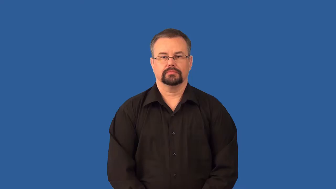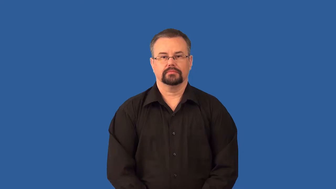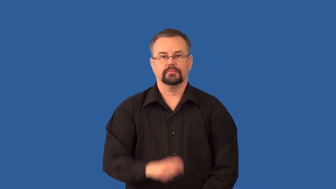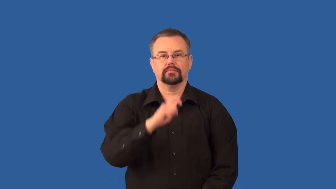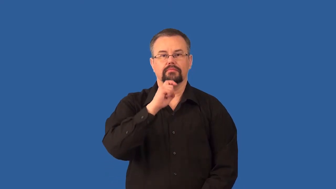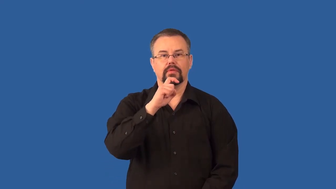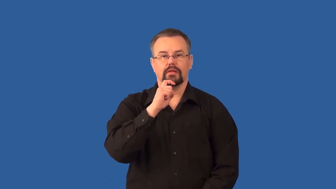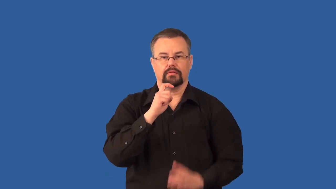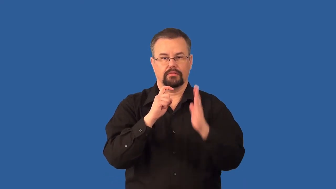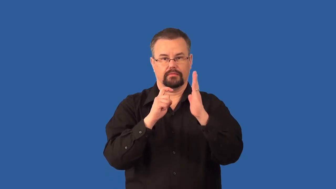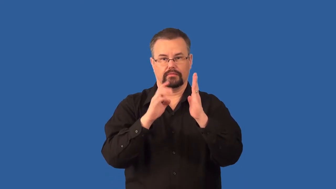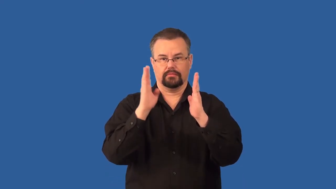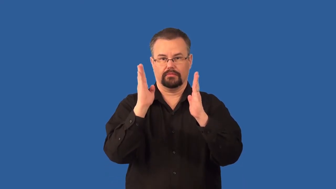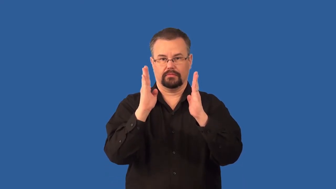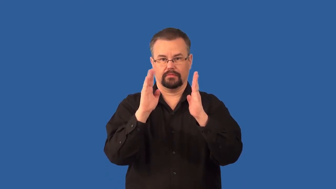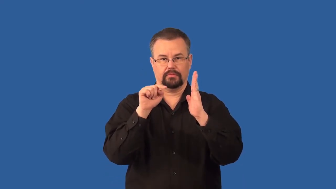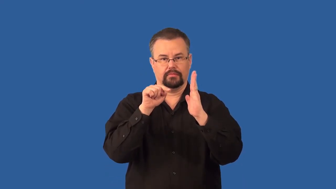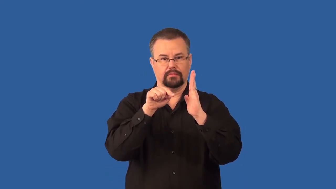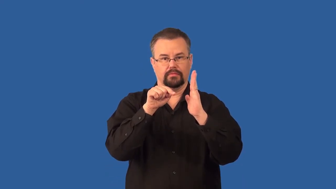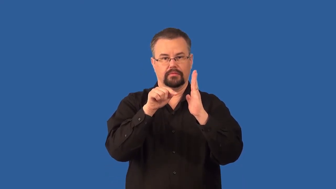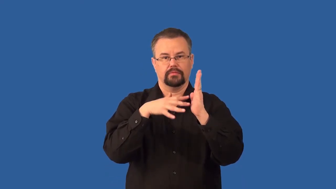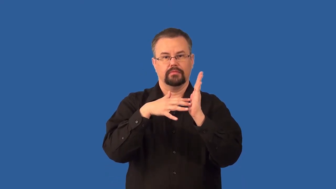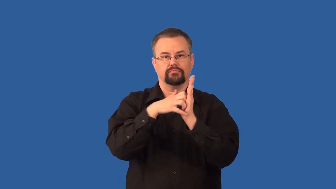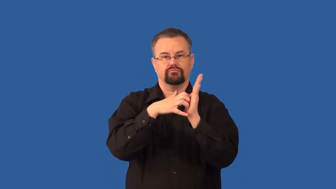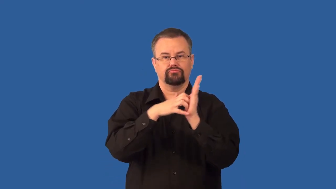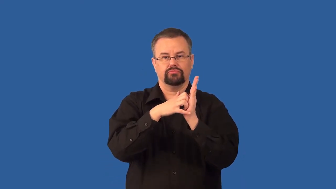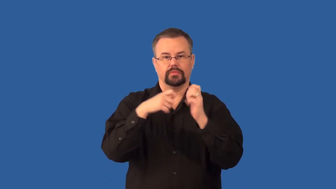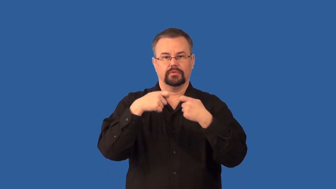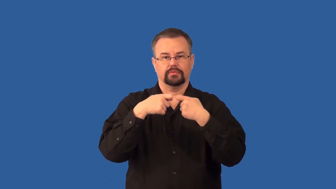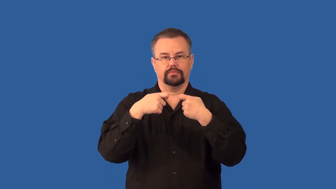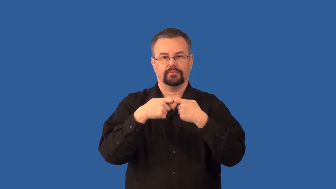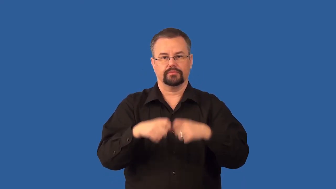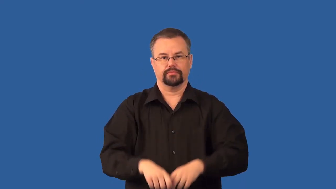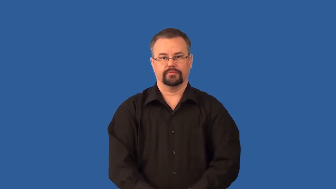dielectrics